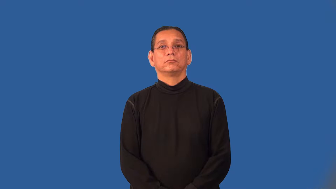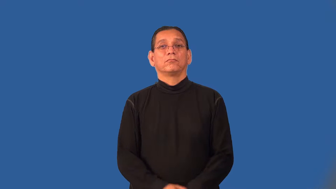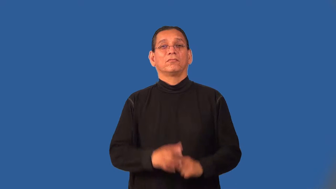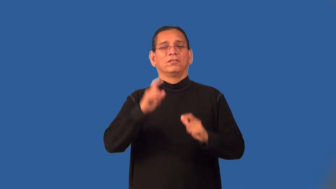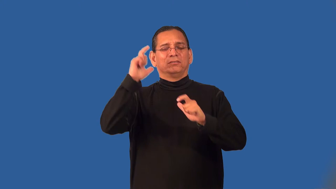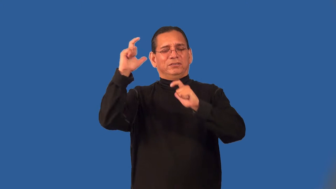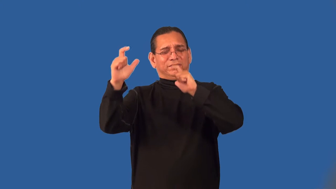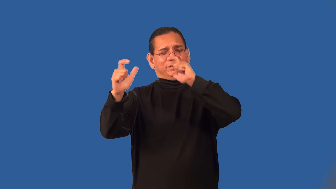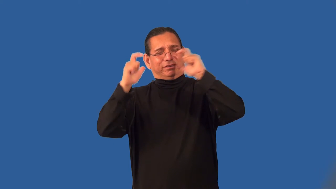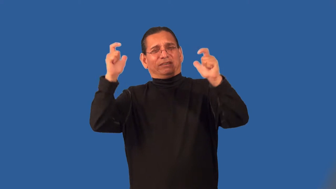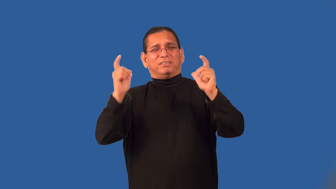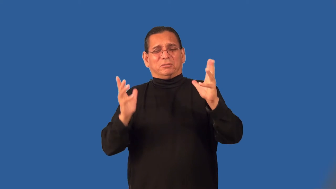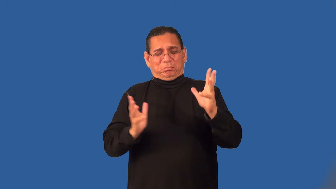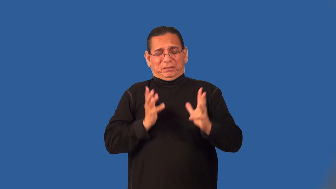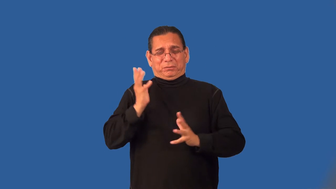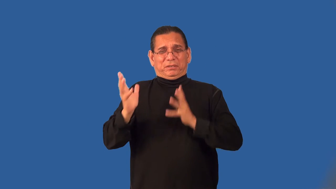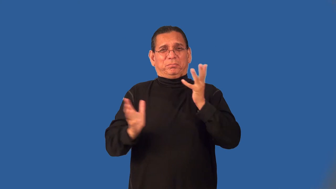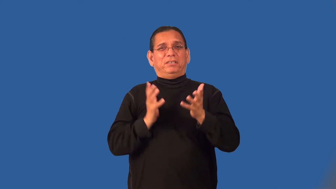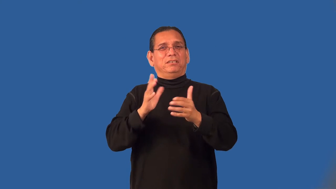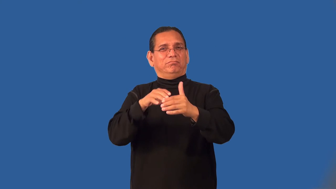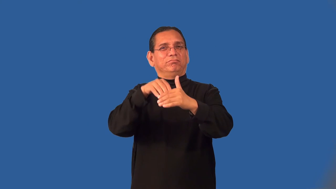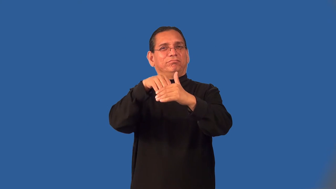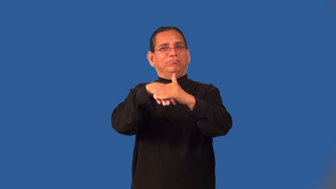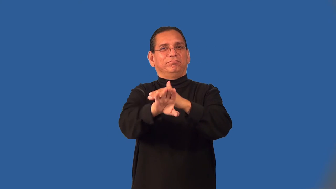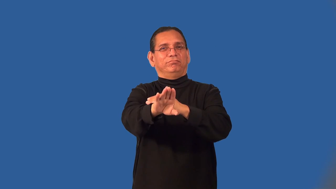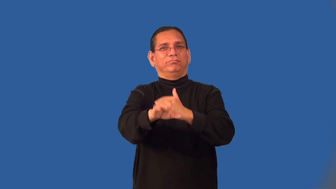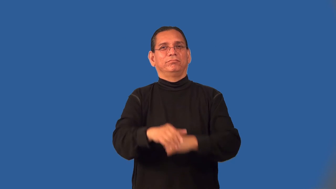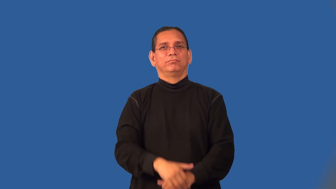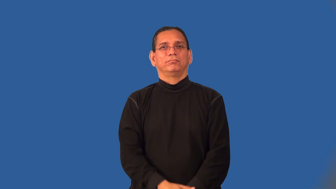portal-entry way